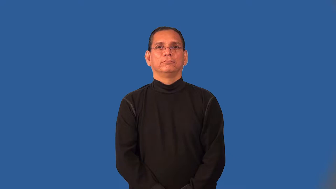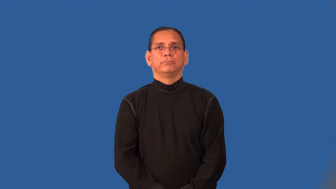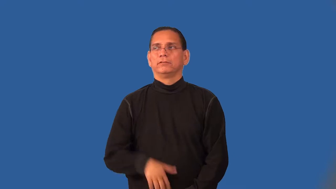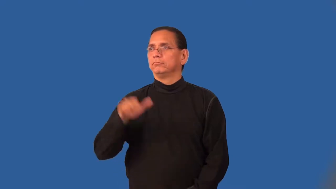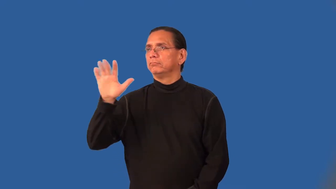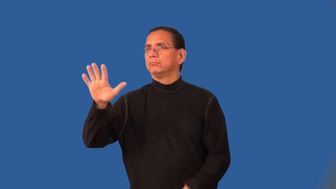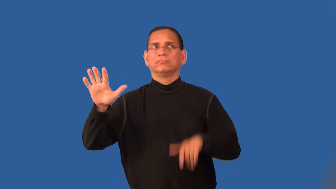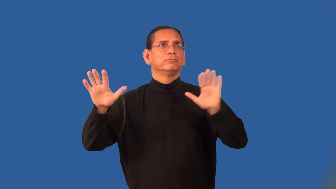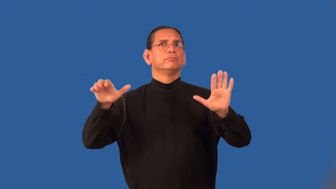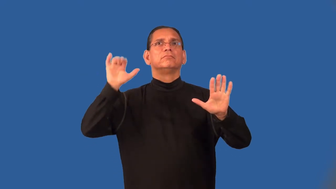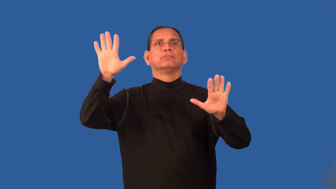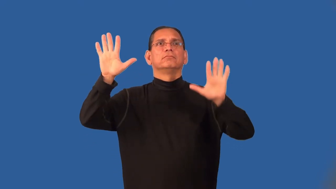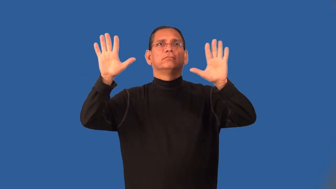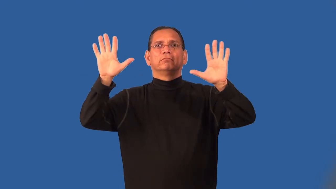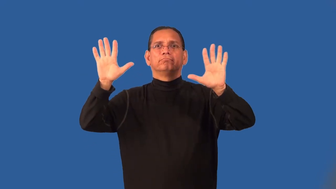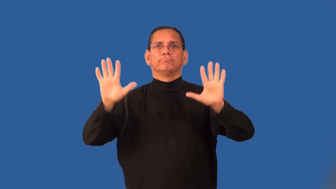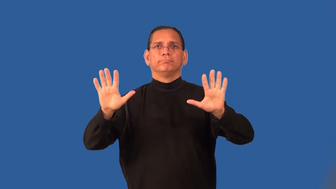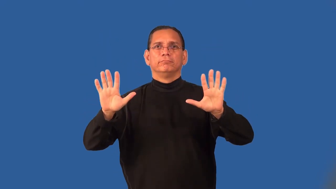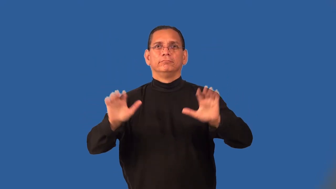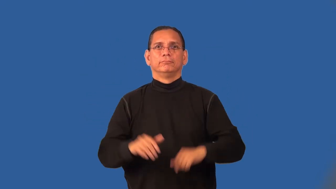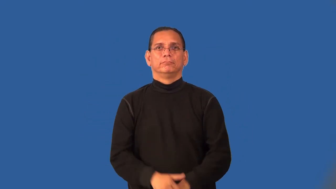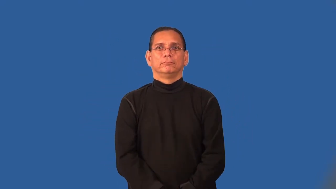pantomime,mime,mummer